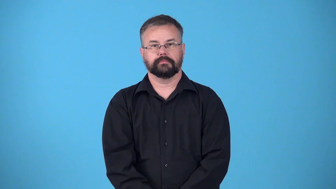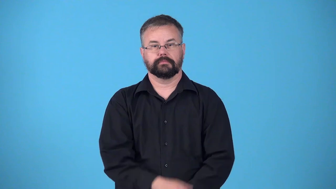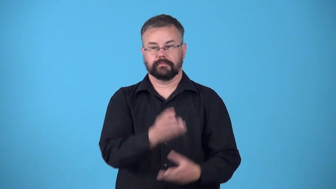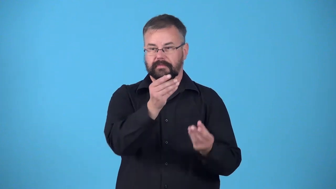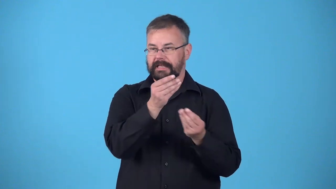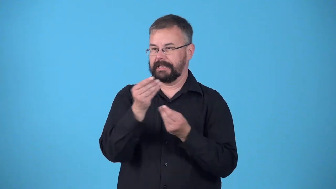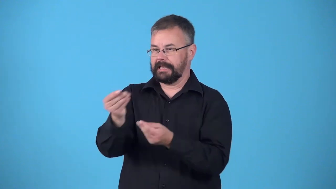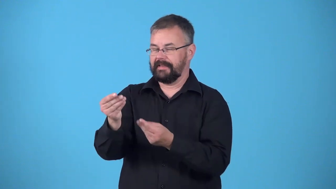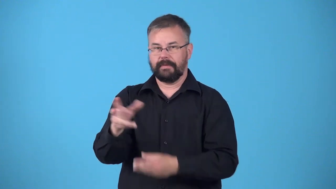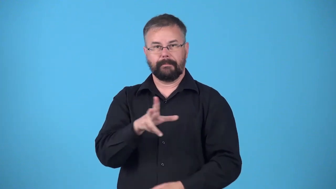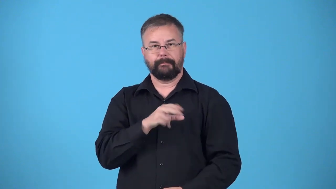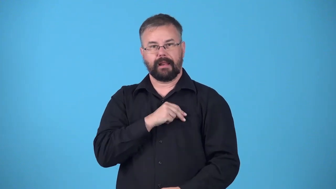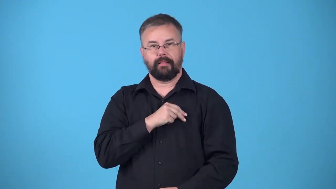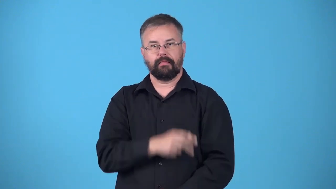decorated-honored